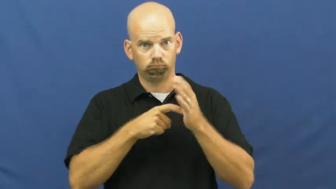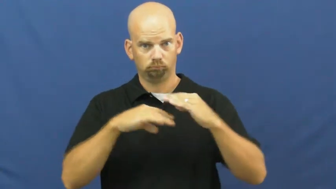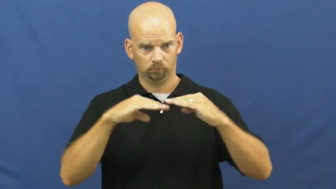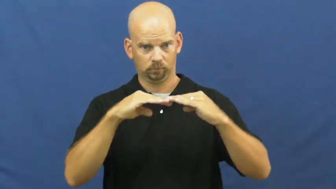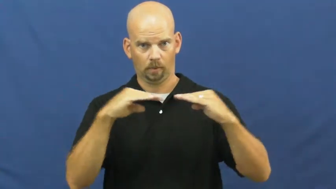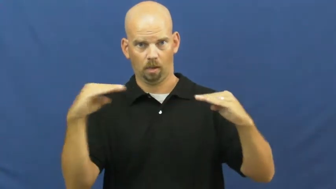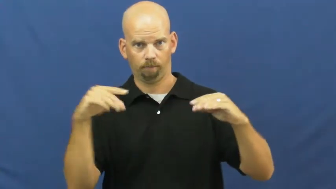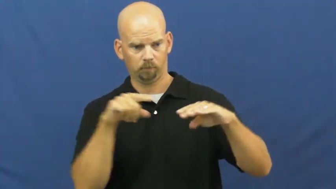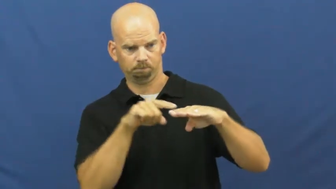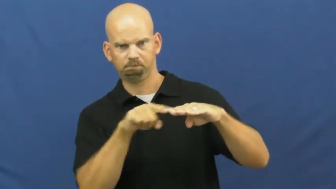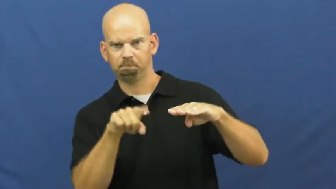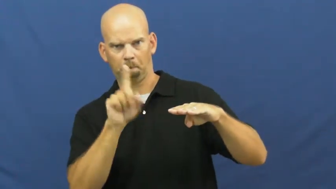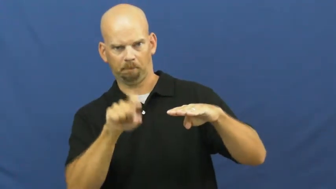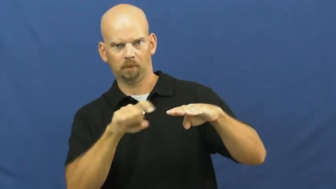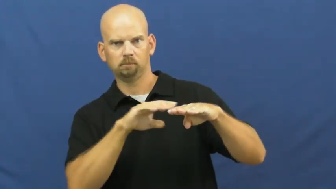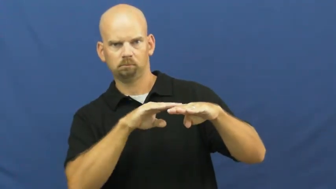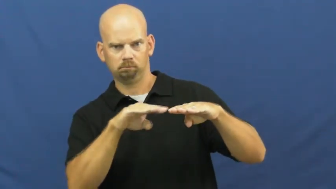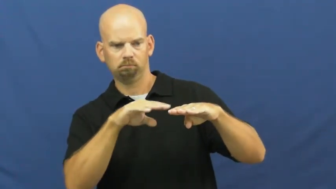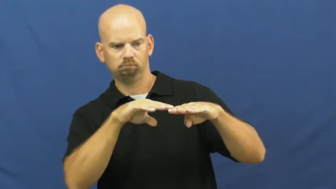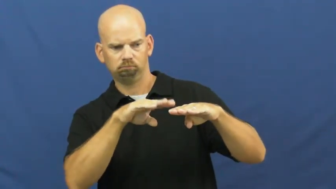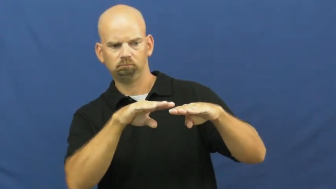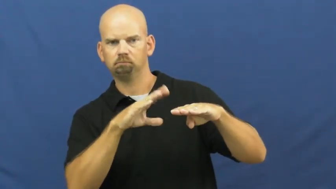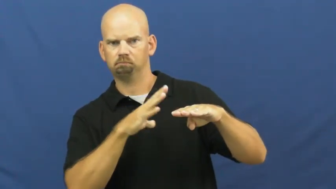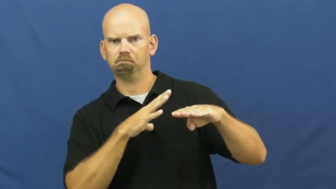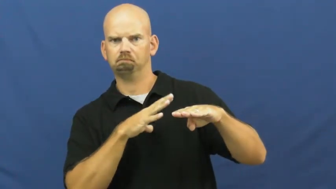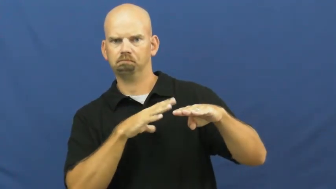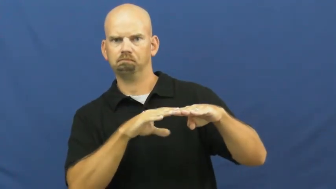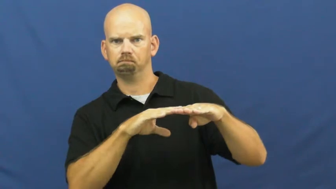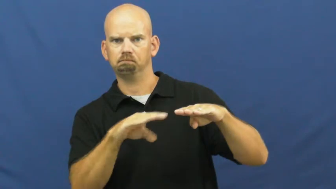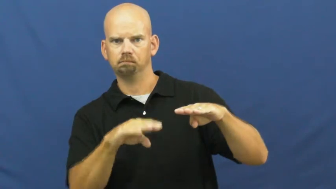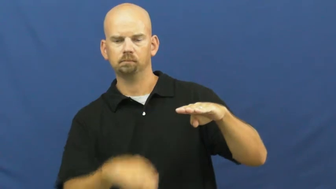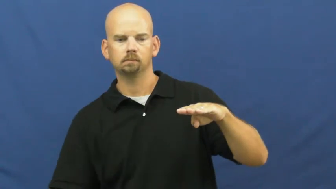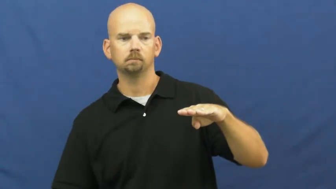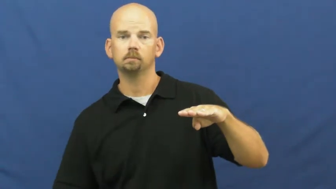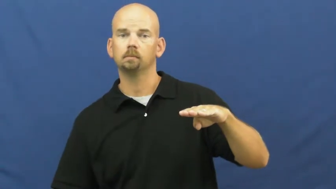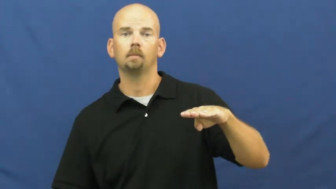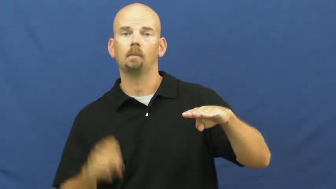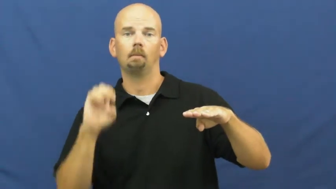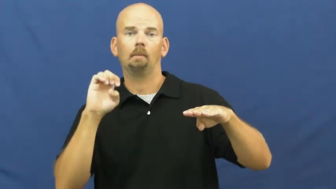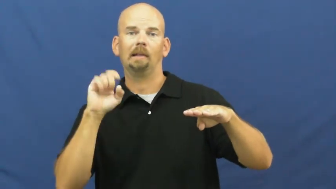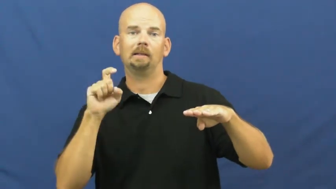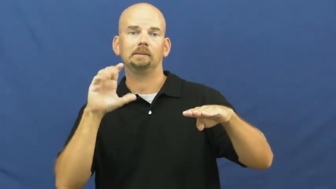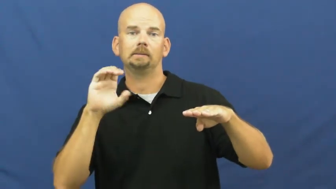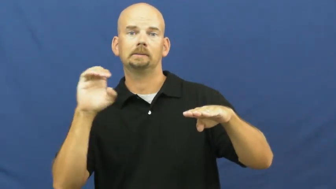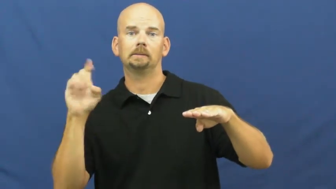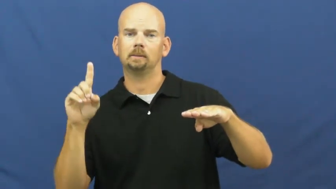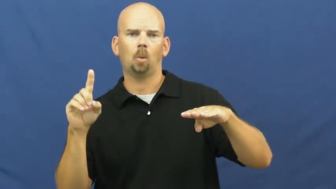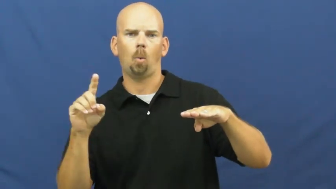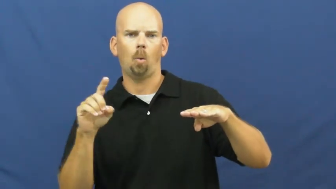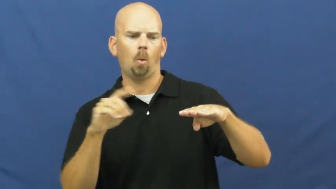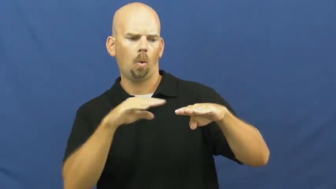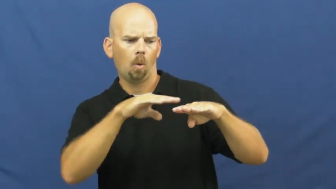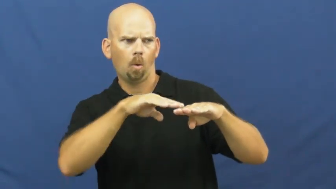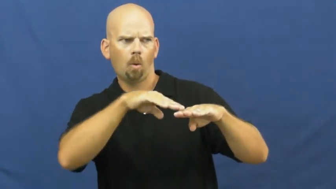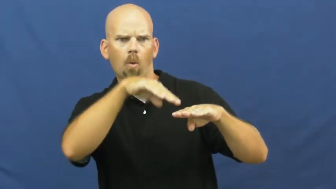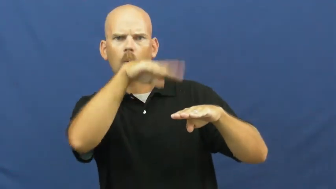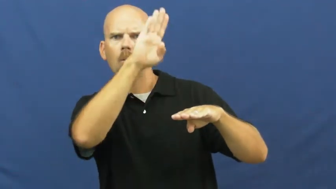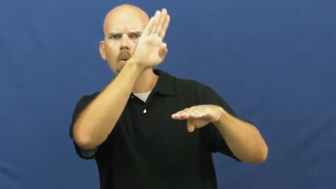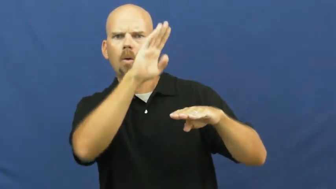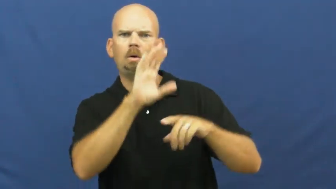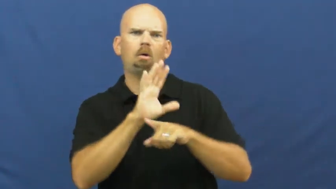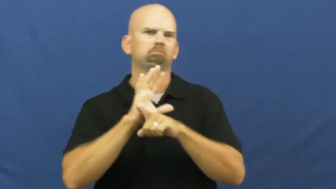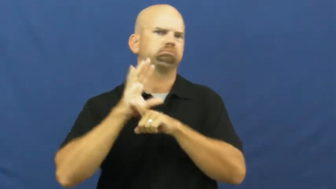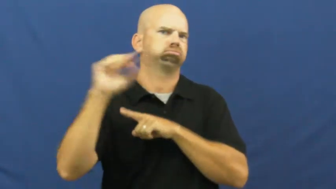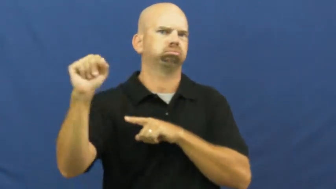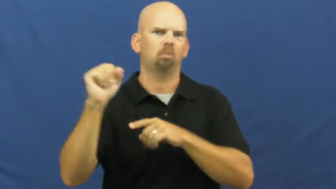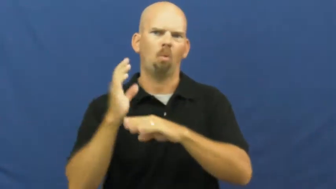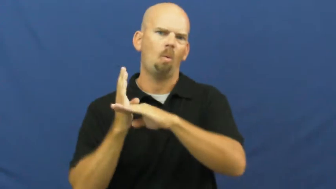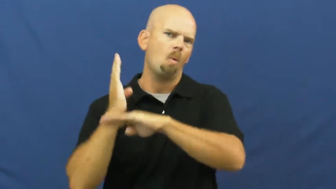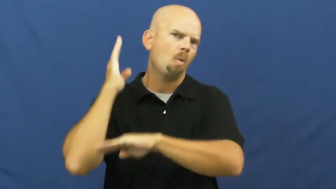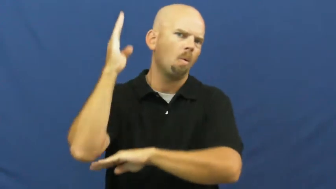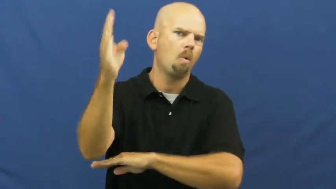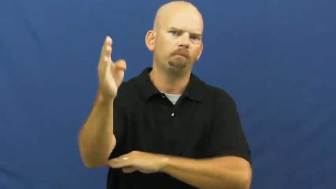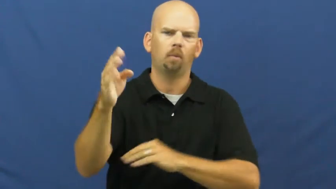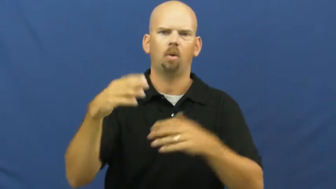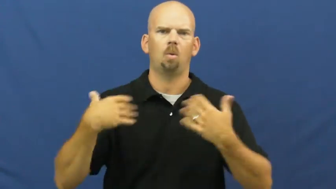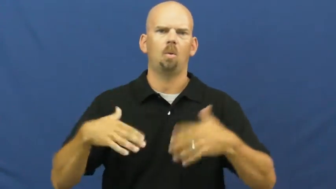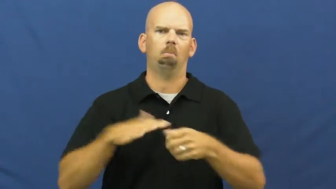exceed,run over,passingly